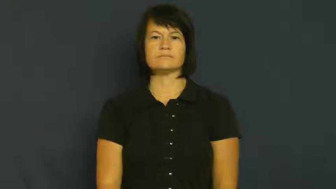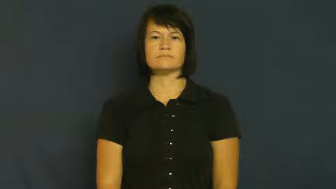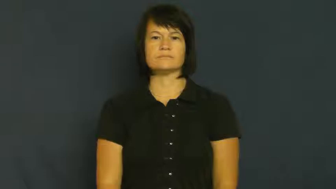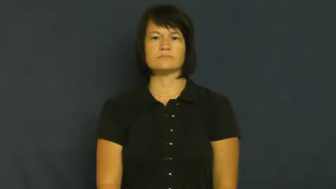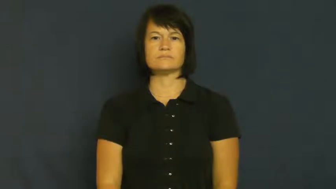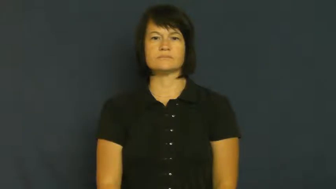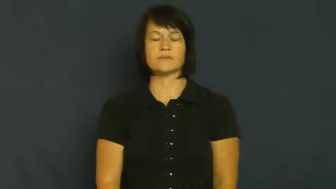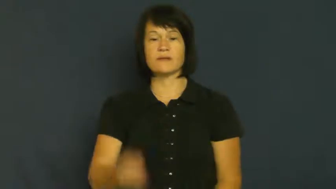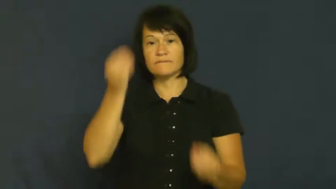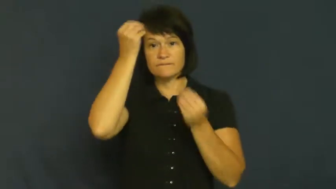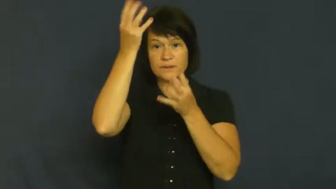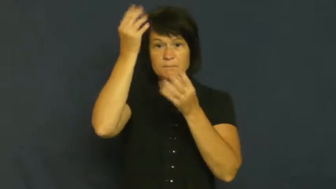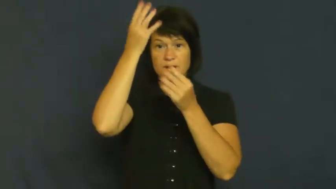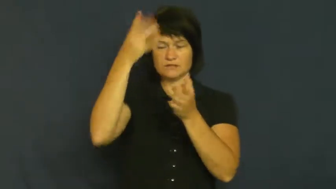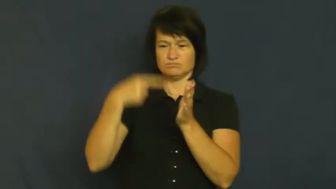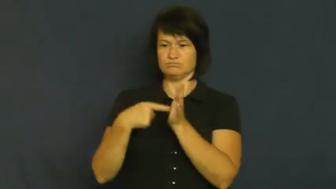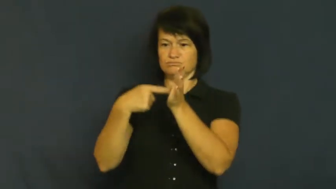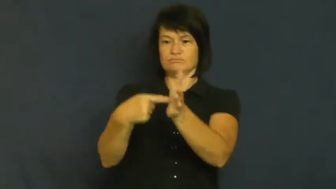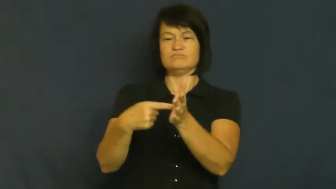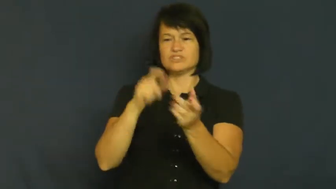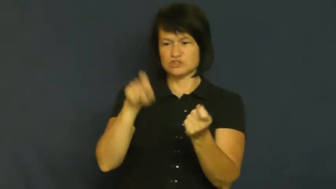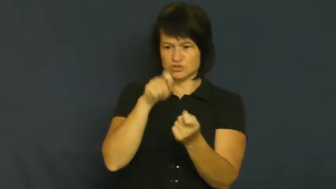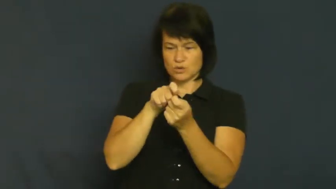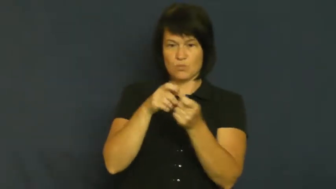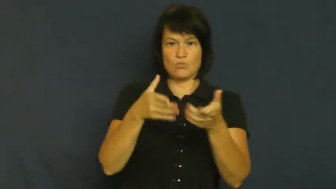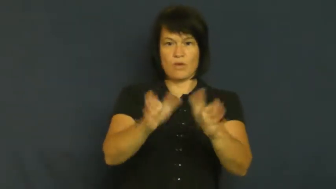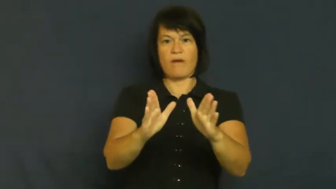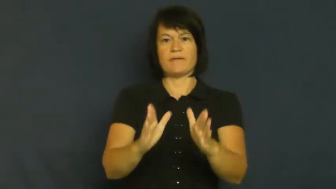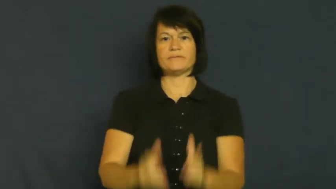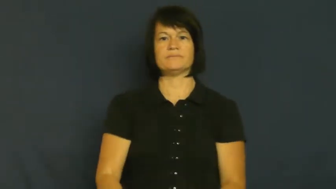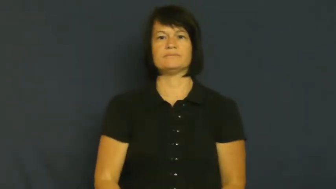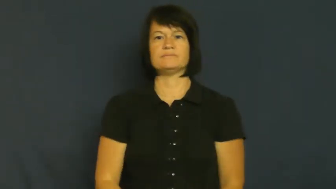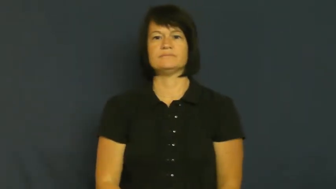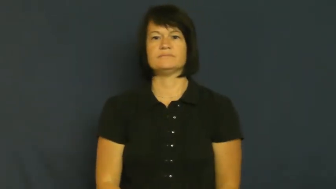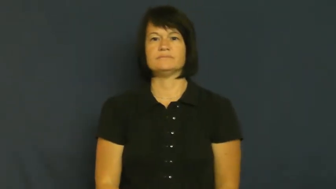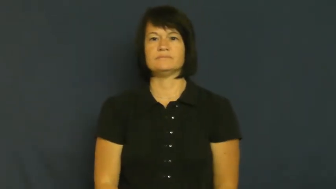spin-info